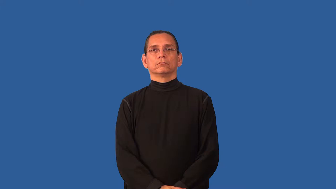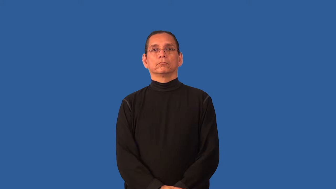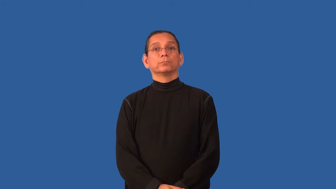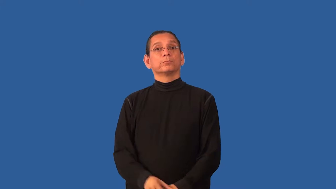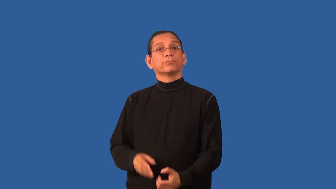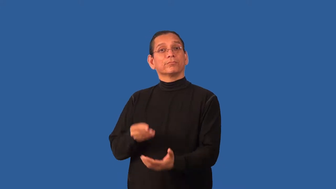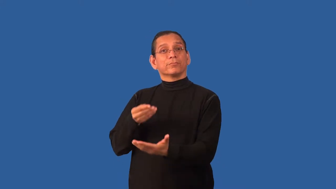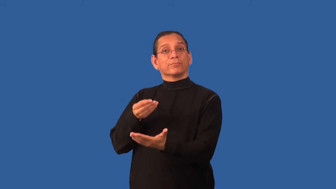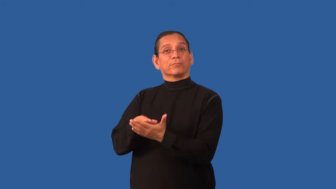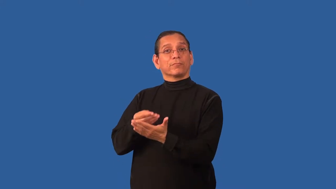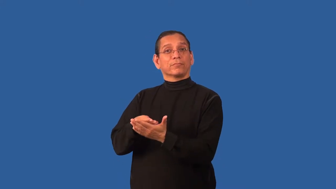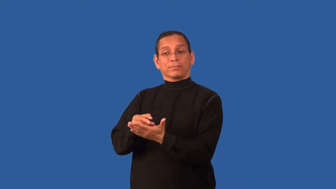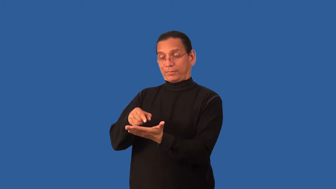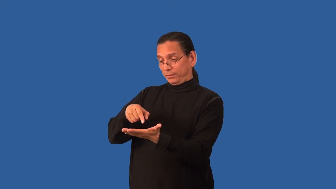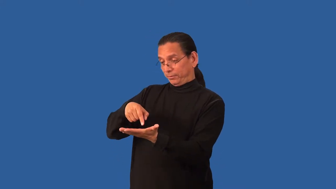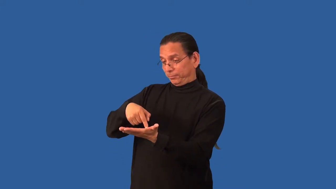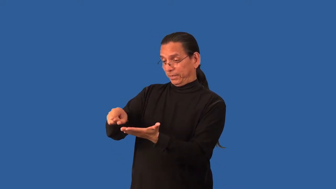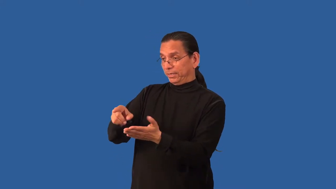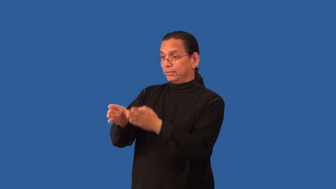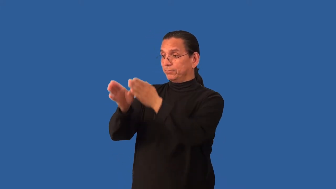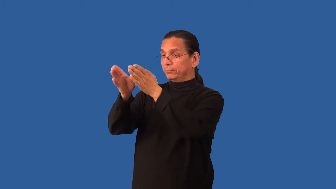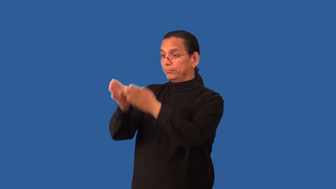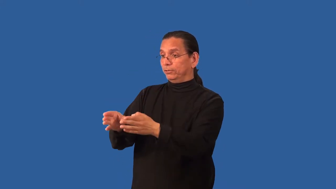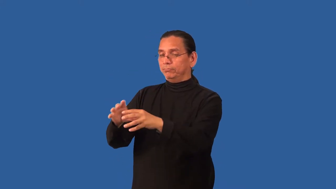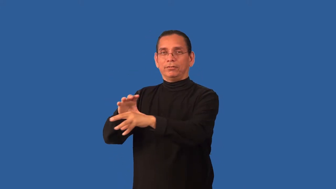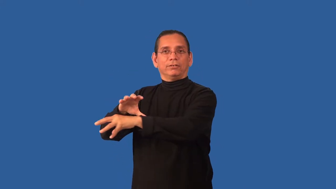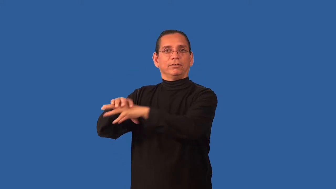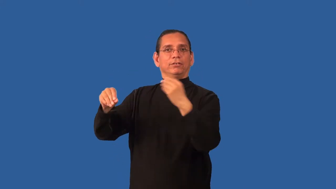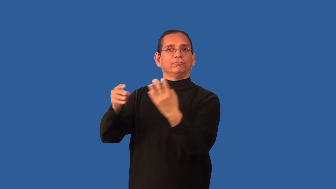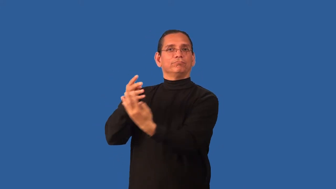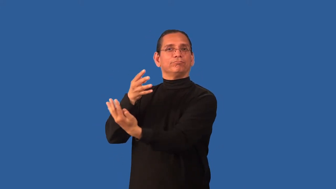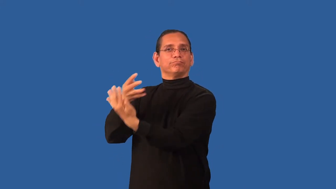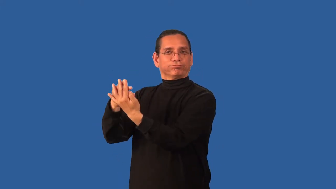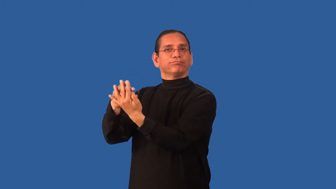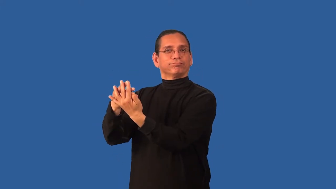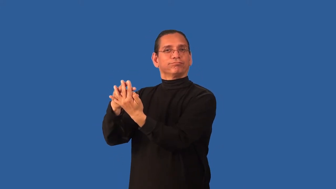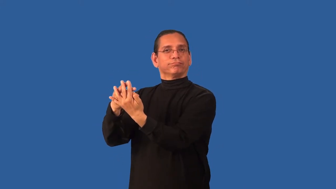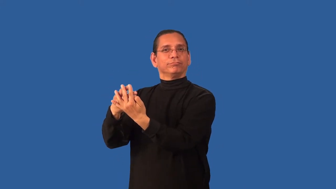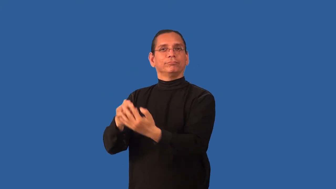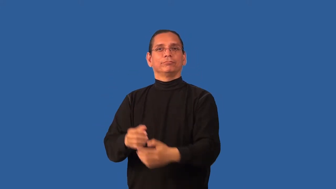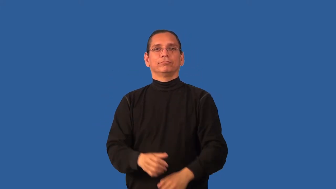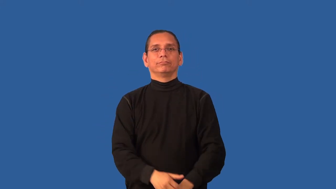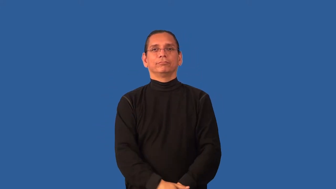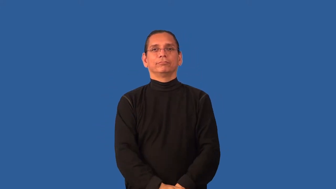bond-jail